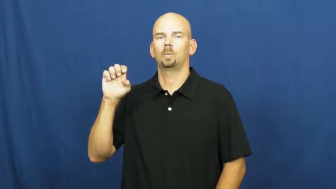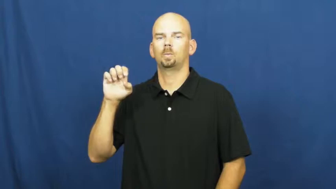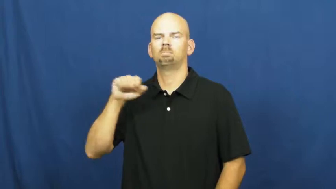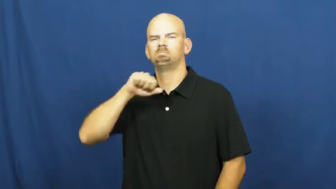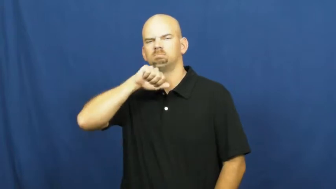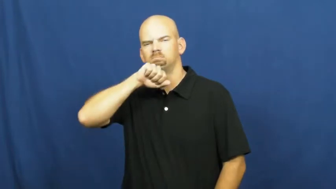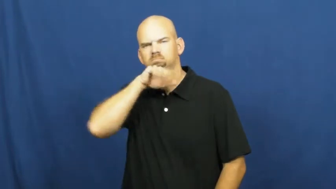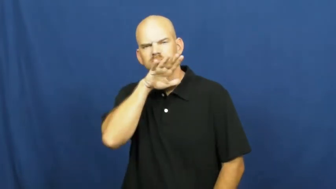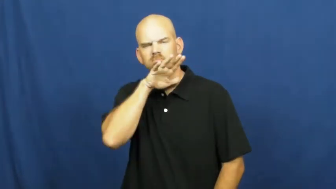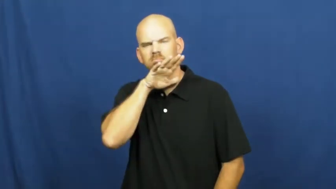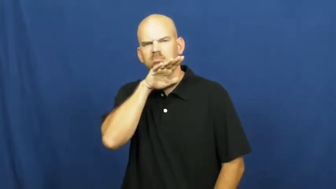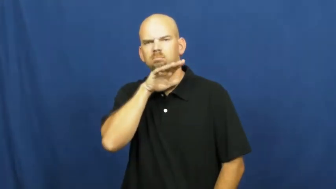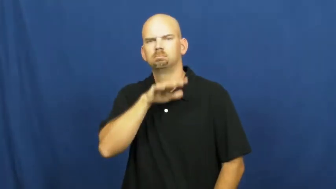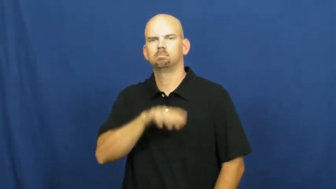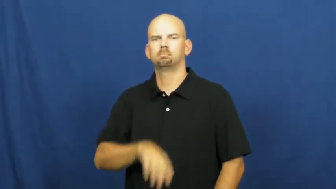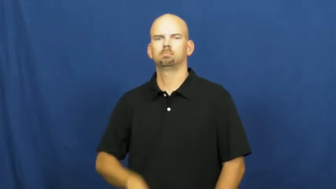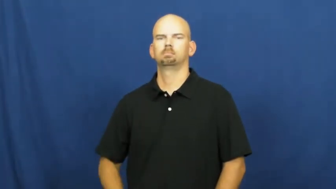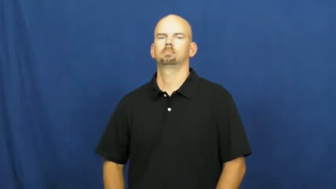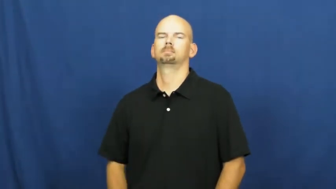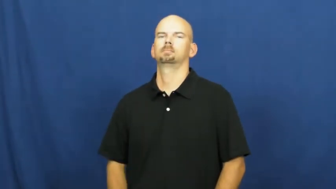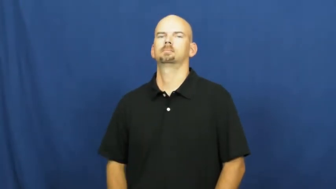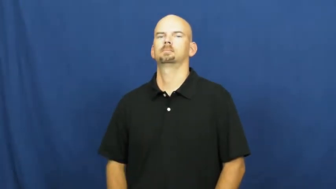pollute,befoul